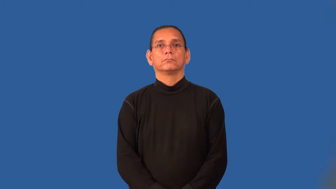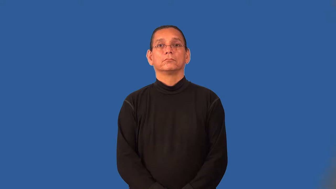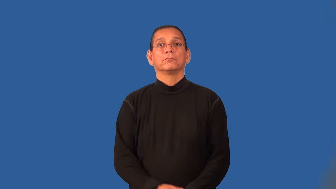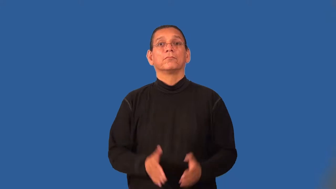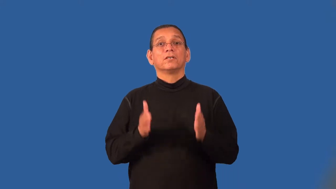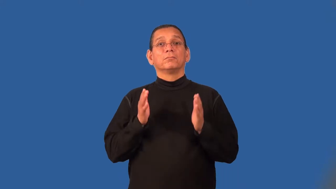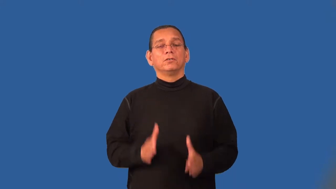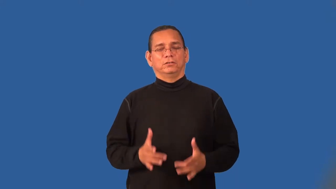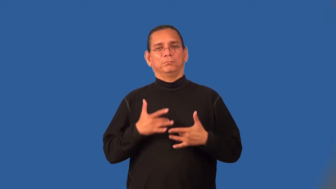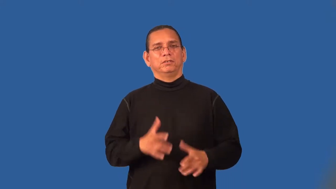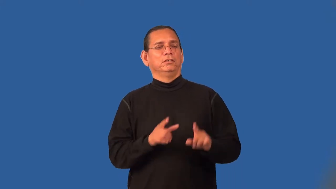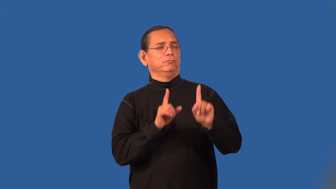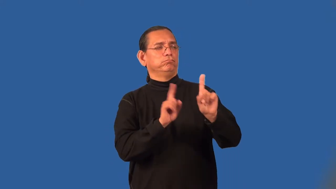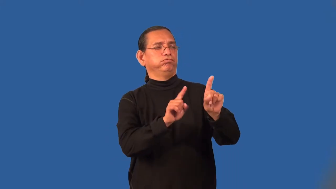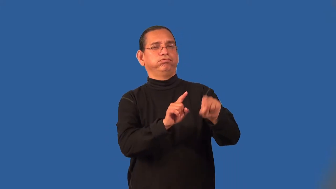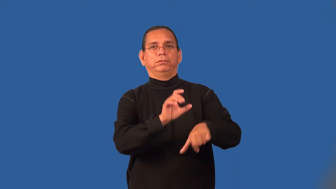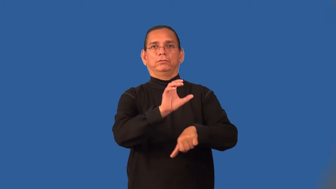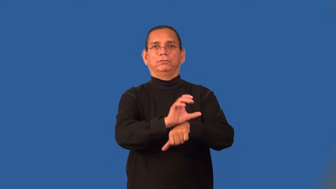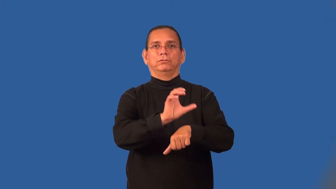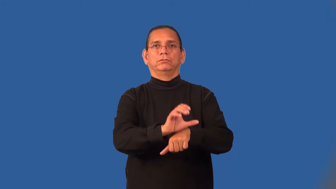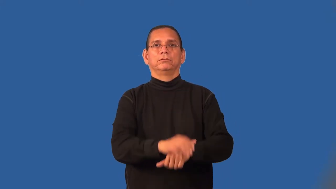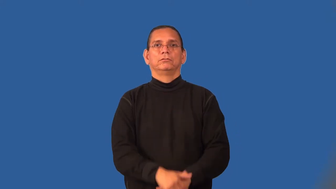parishioner